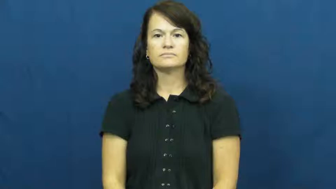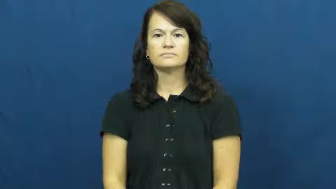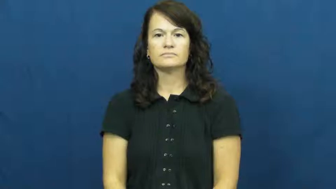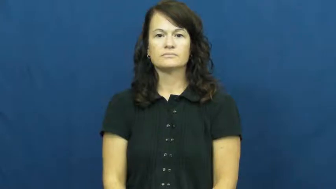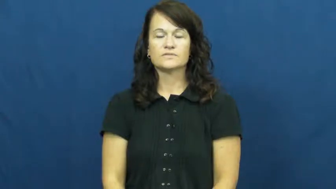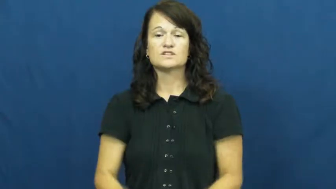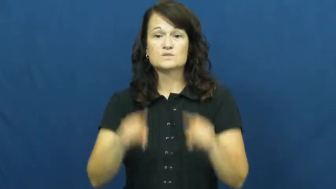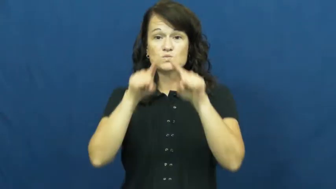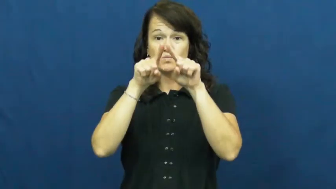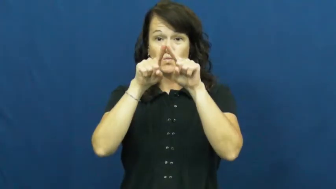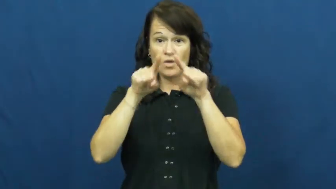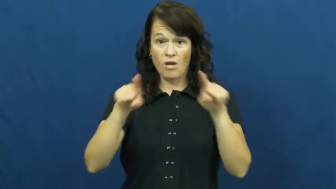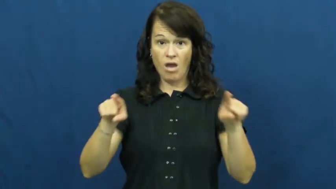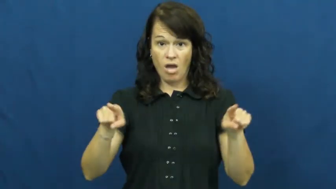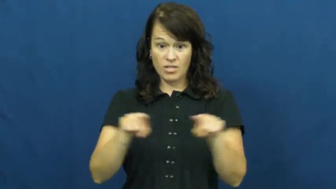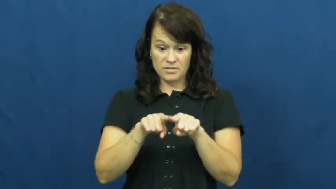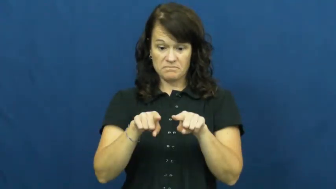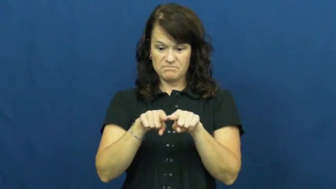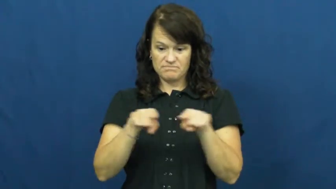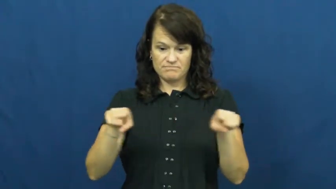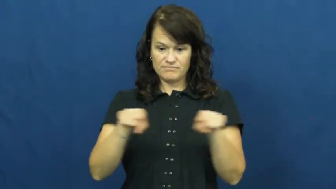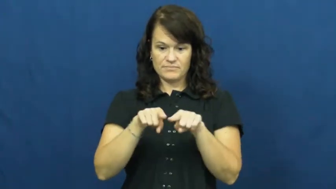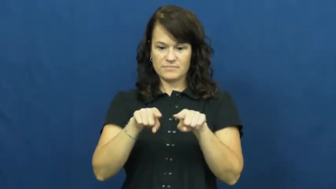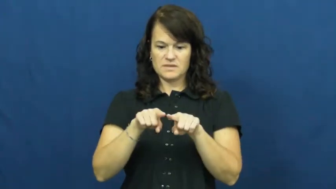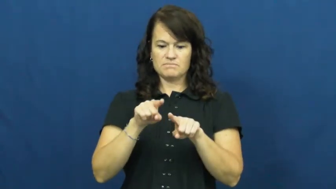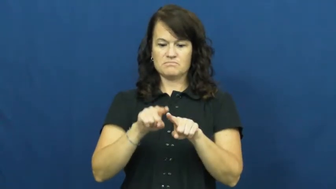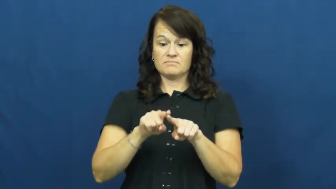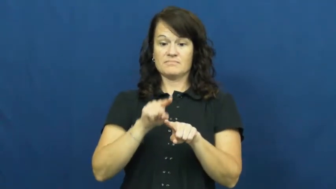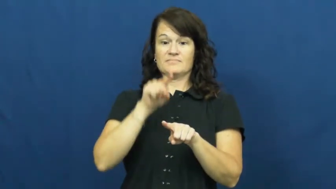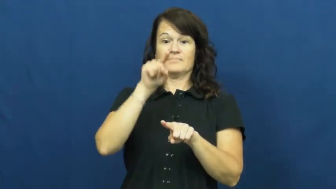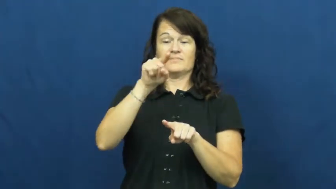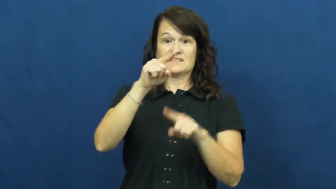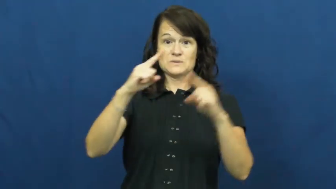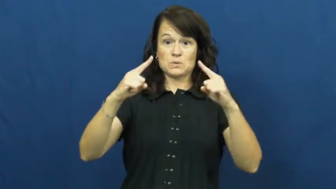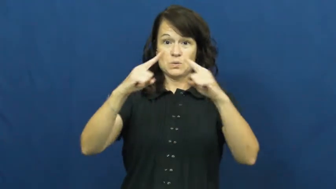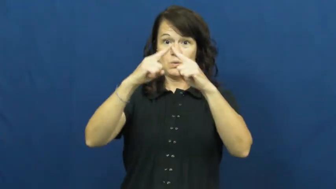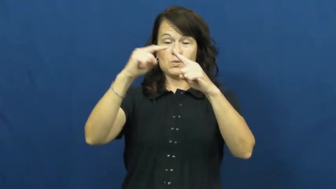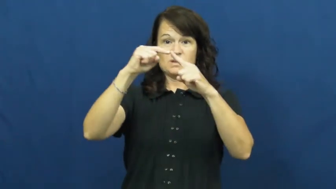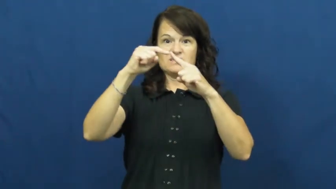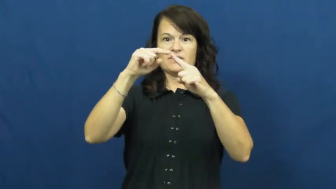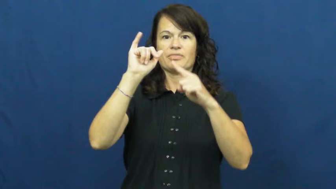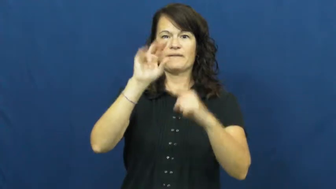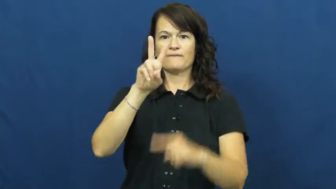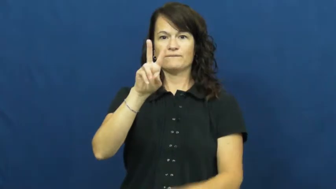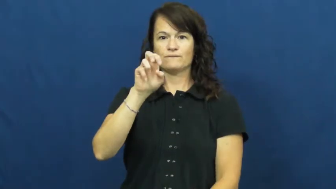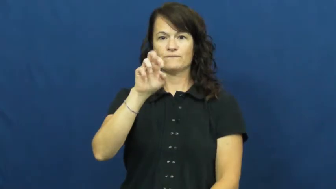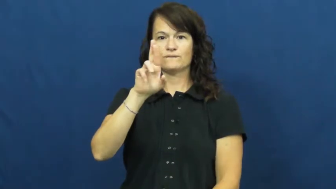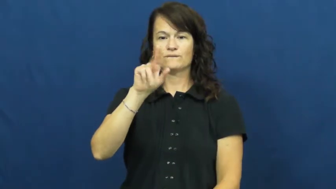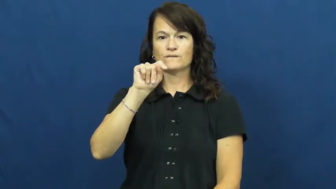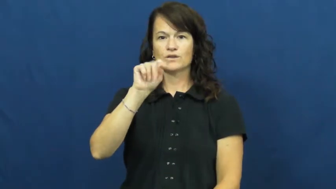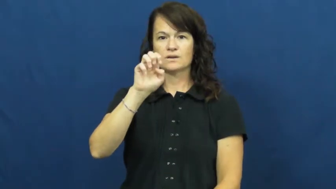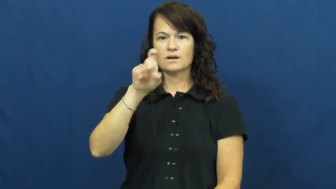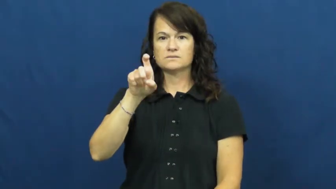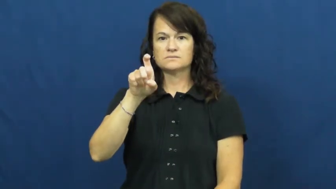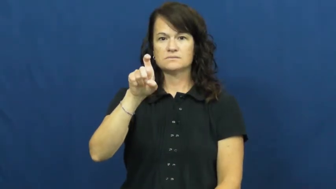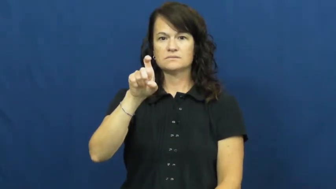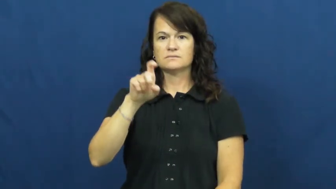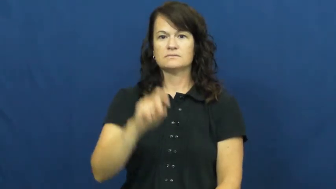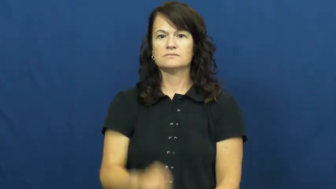vertex